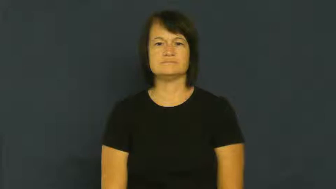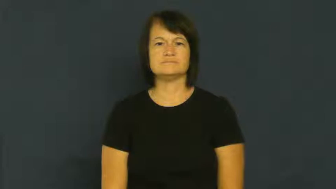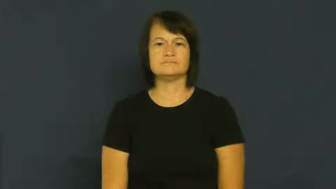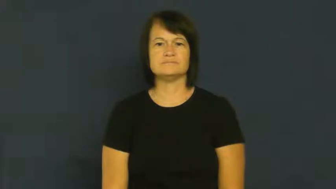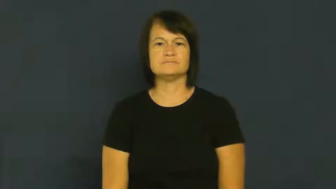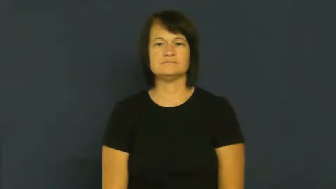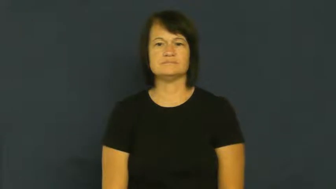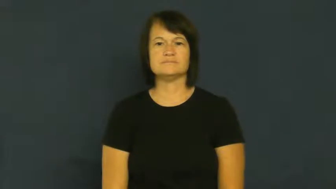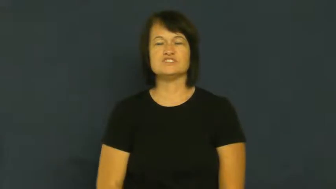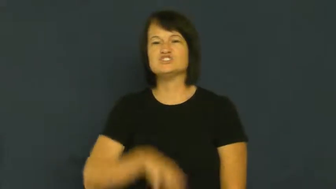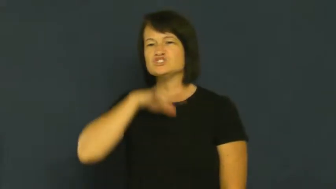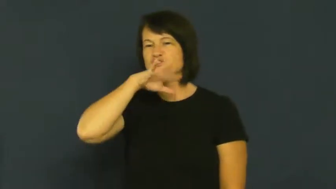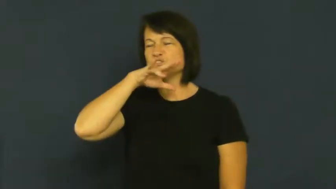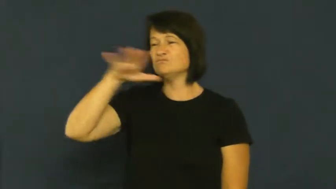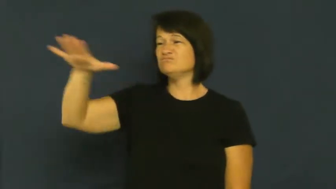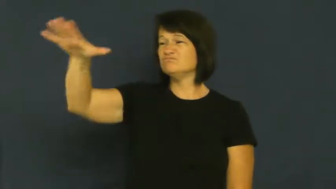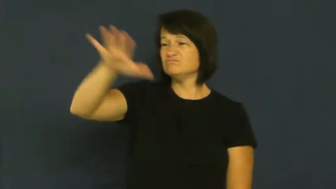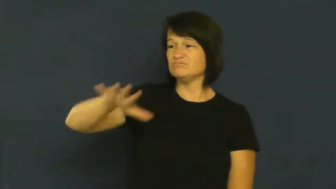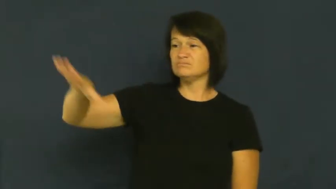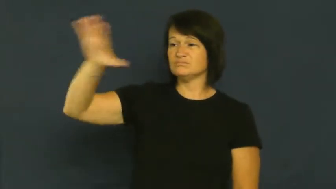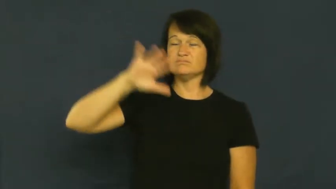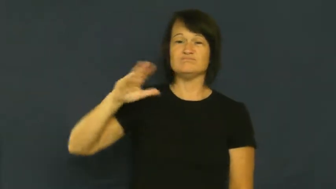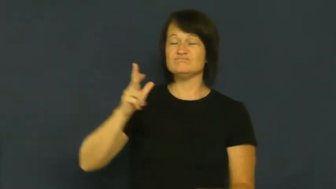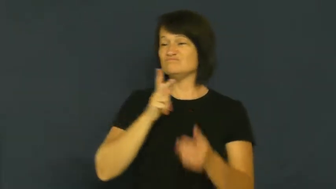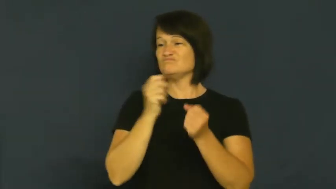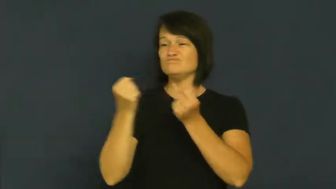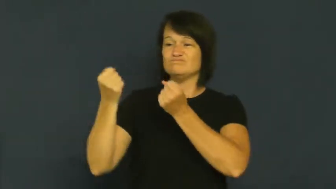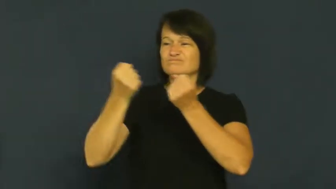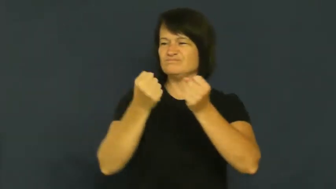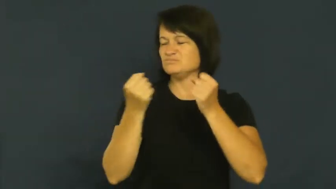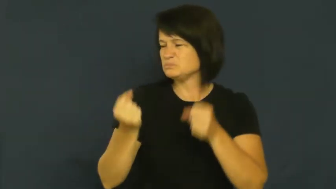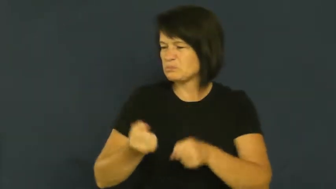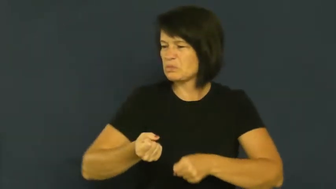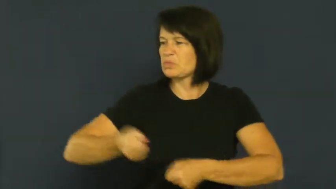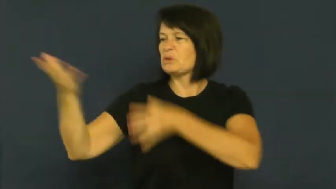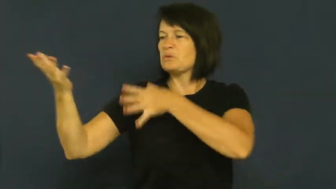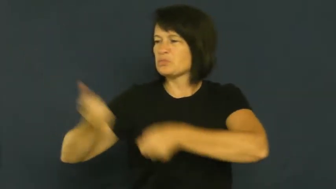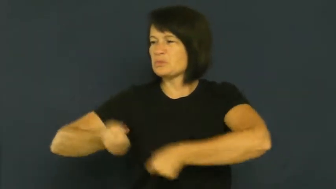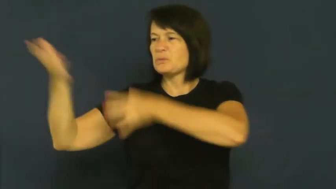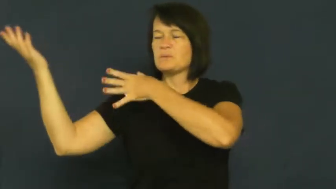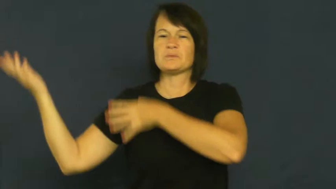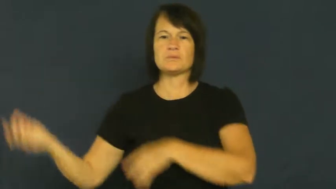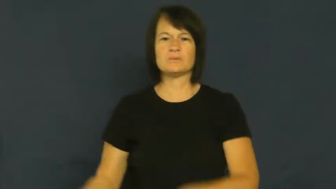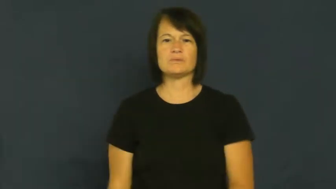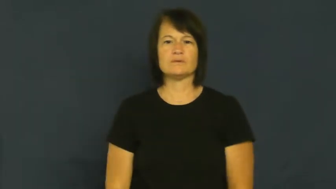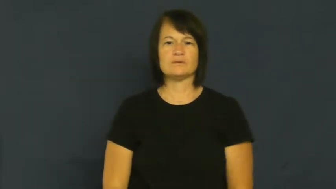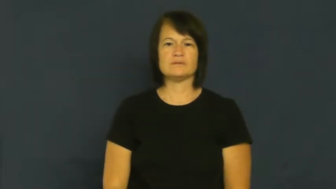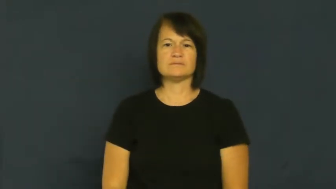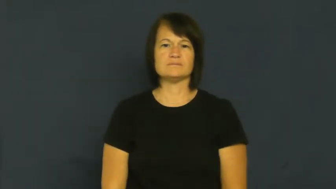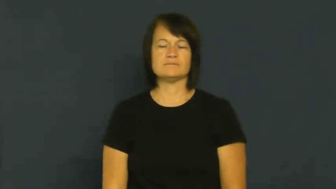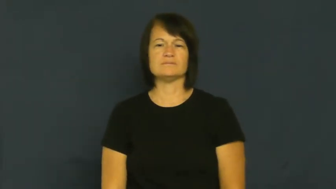dump-trash place